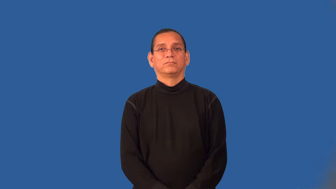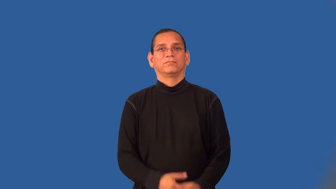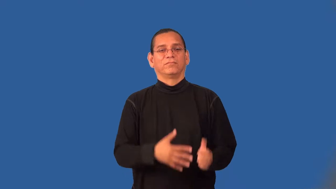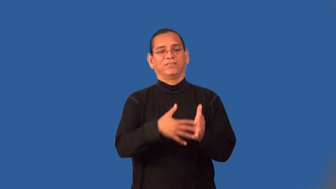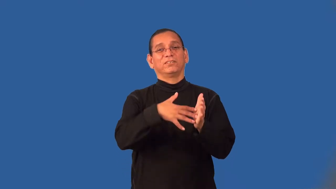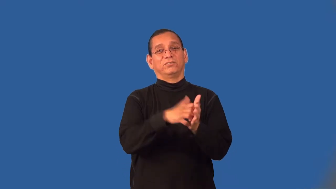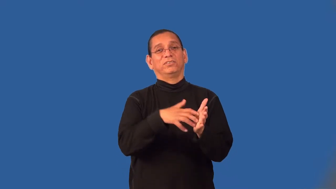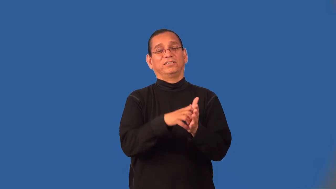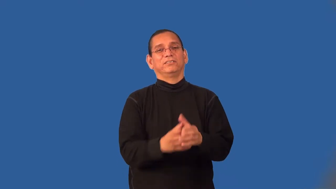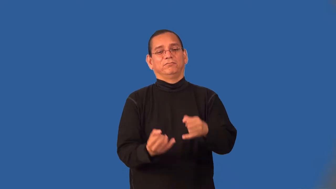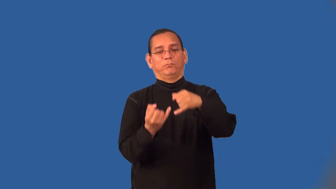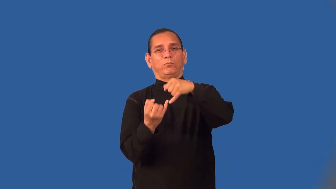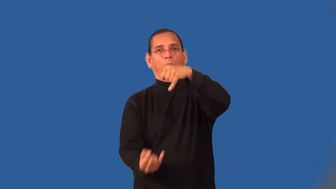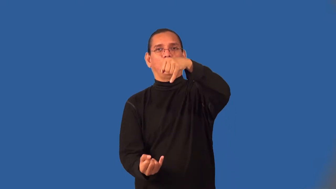wispy,twiggy